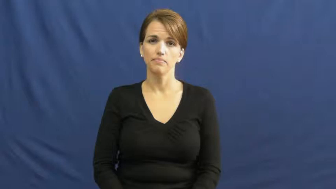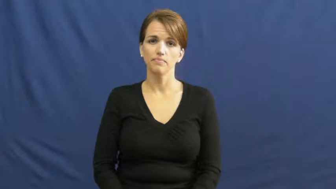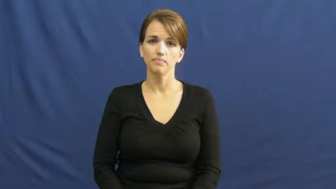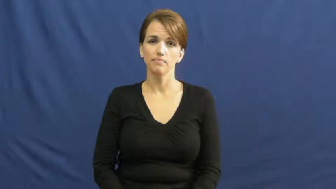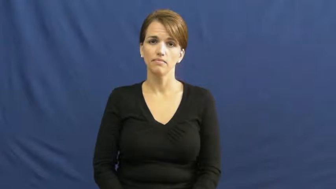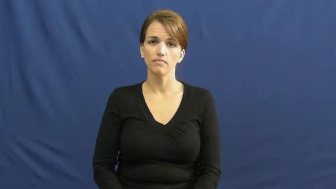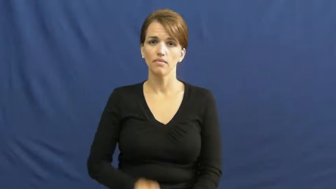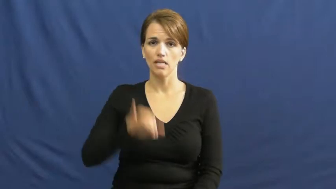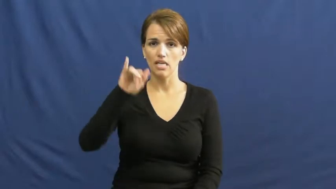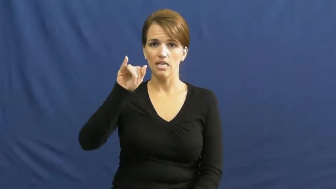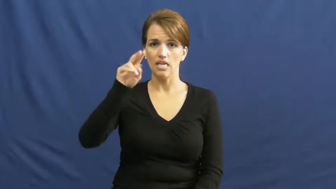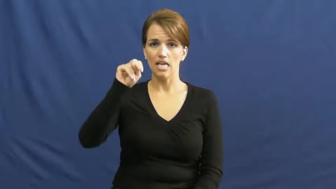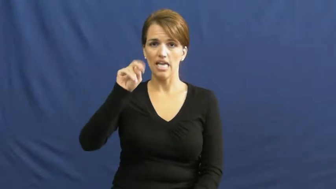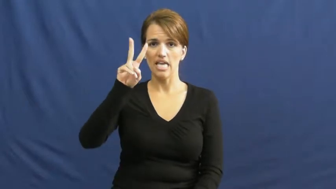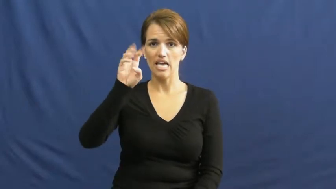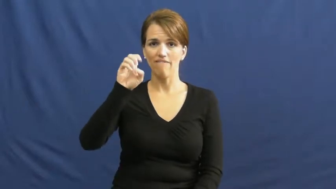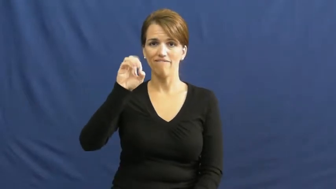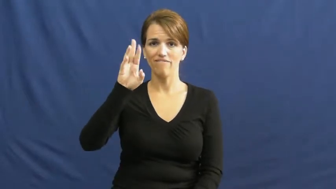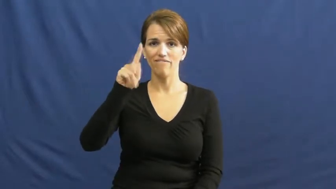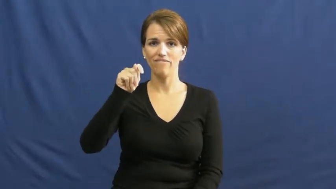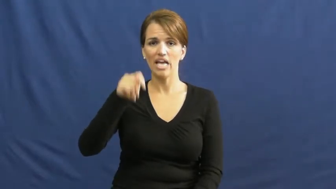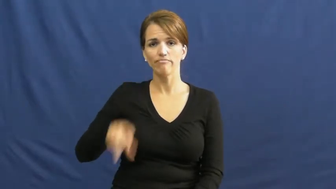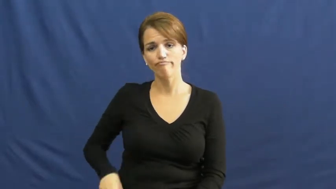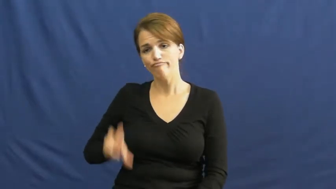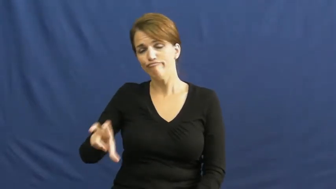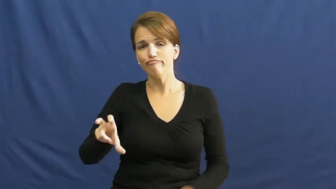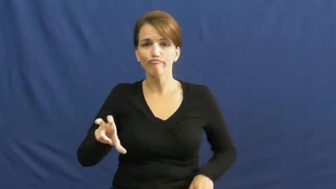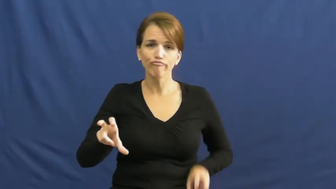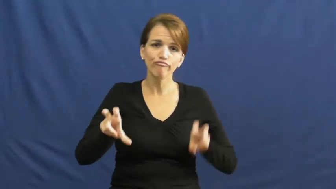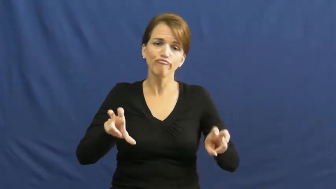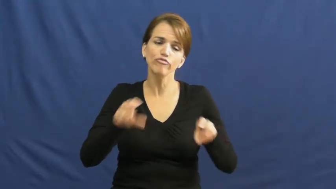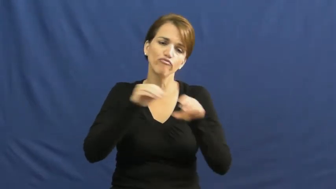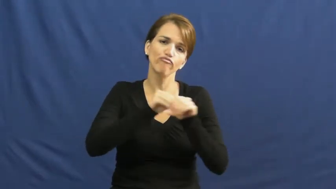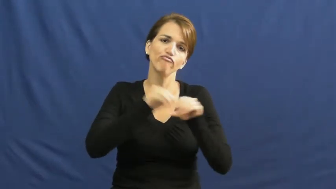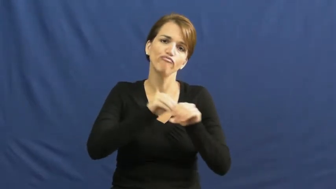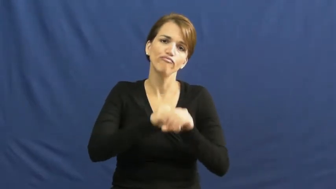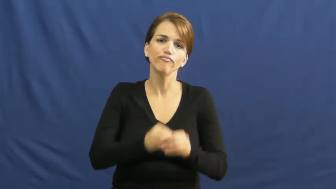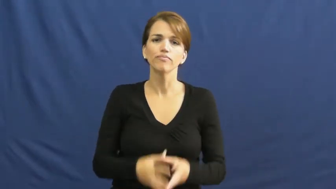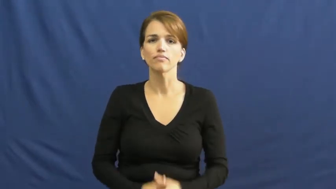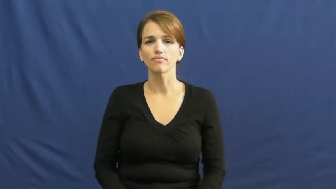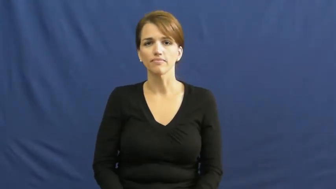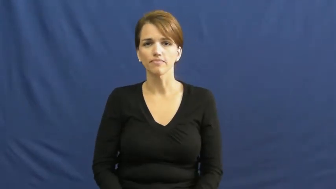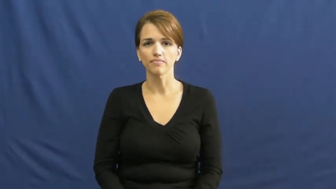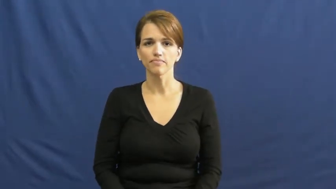invest-money